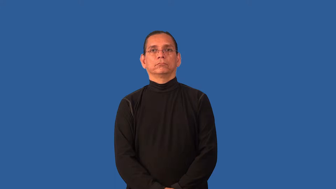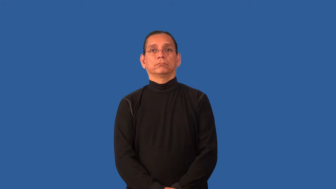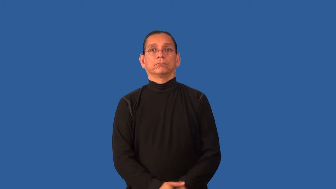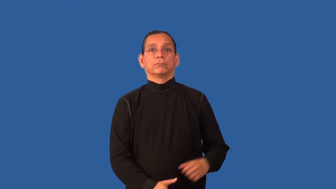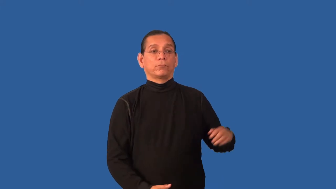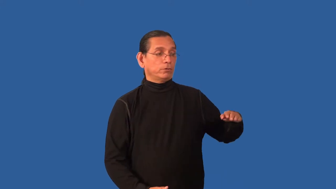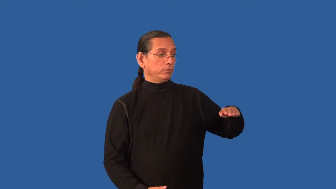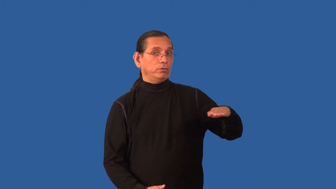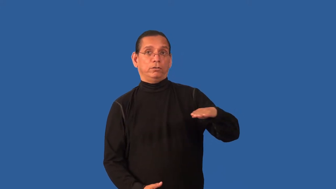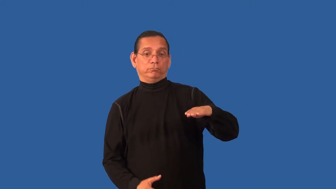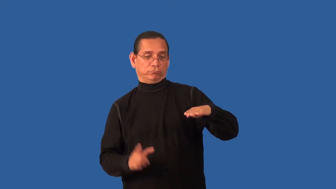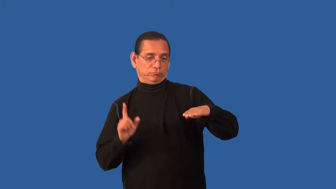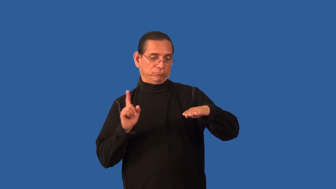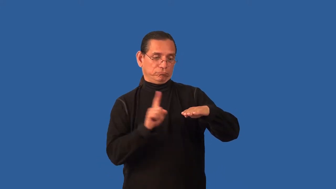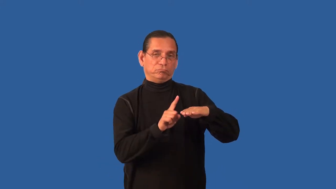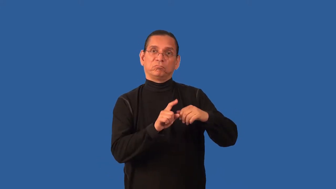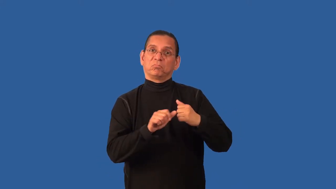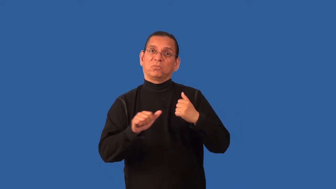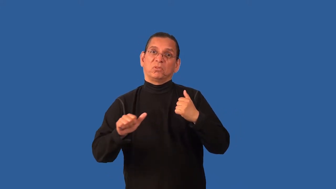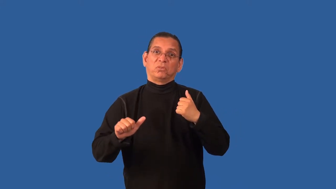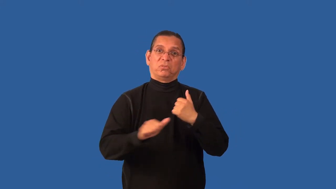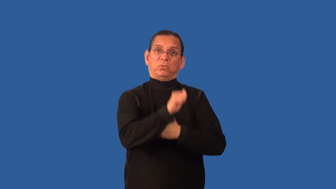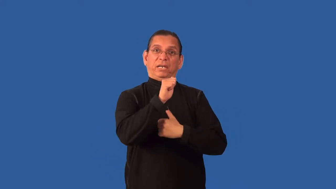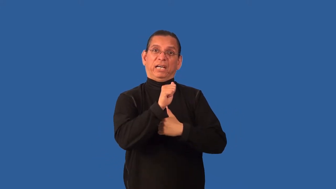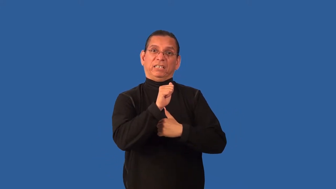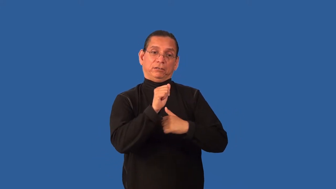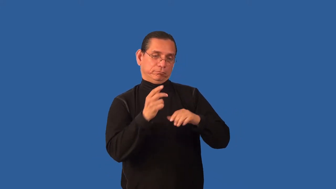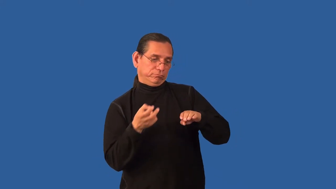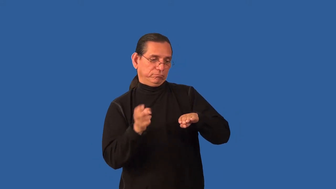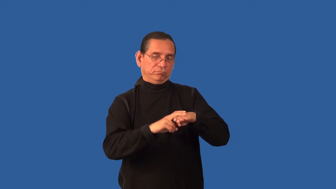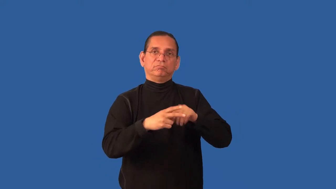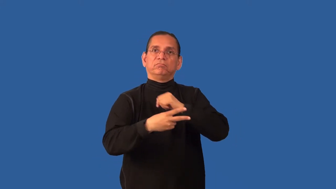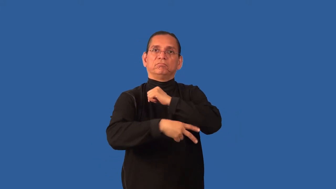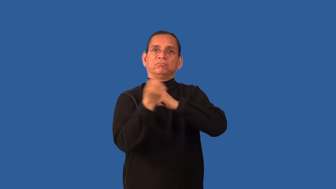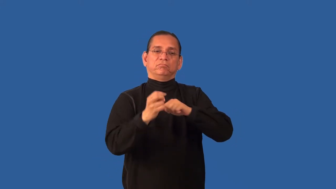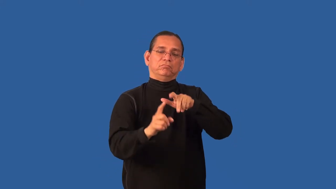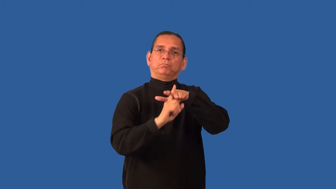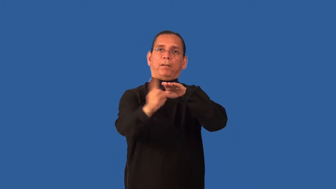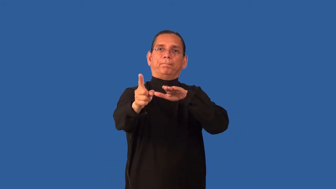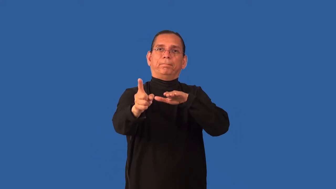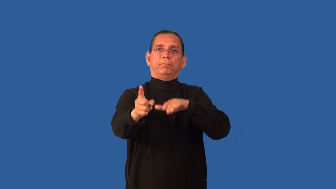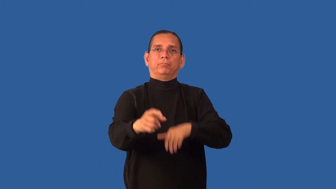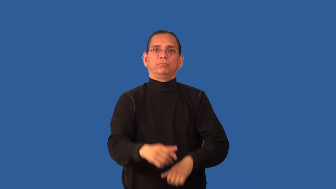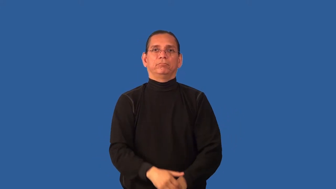carjack